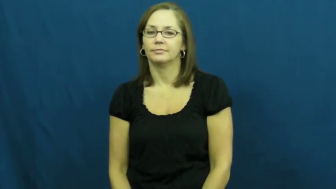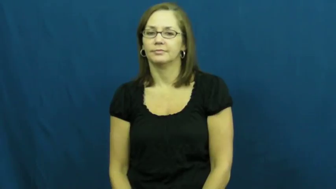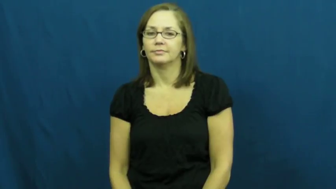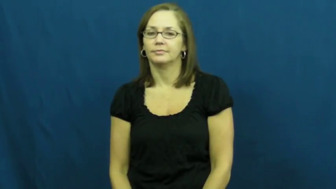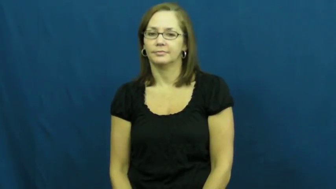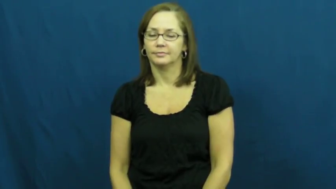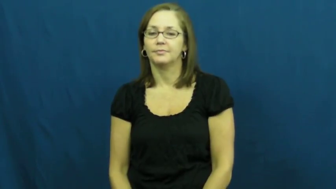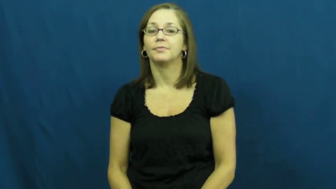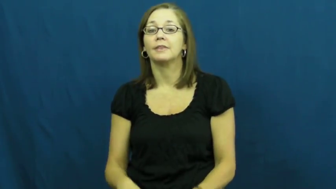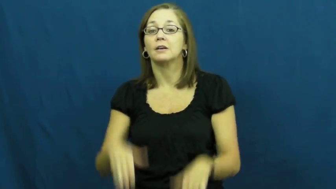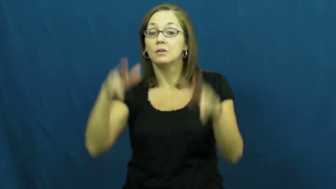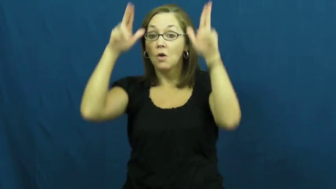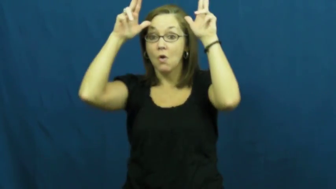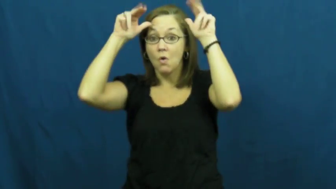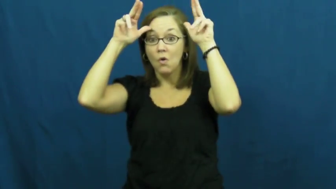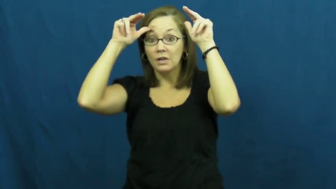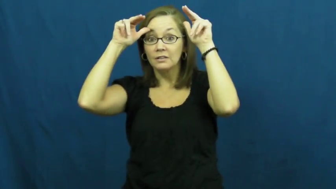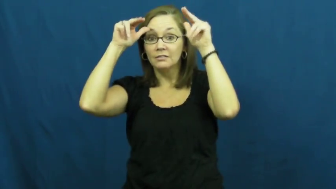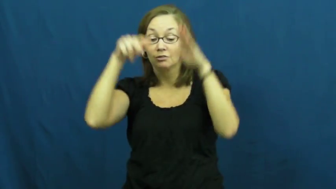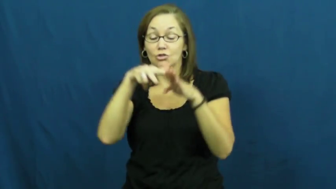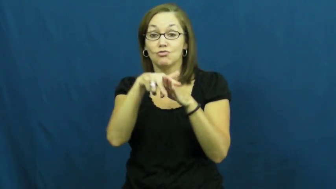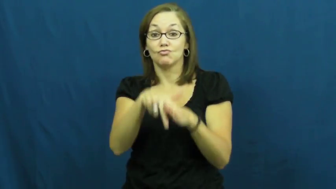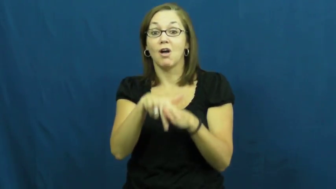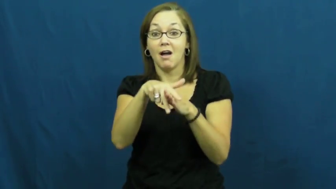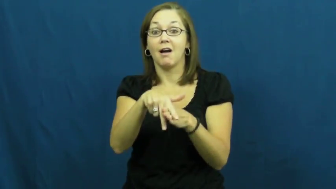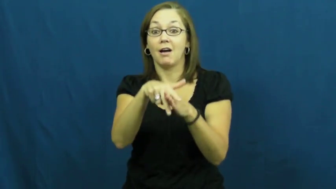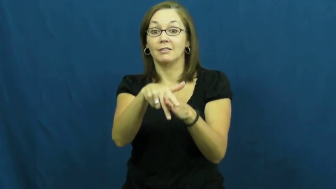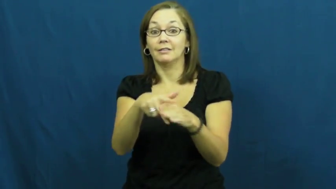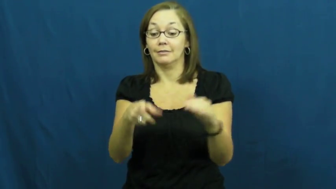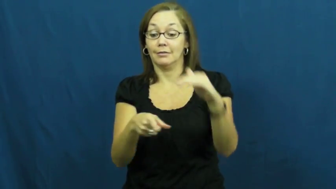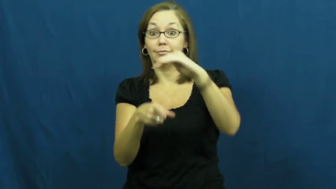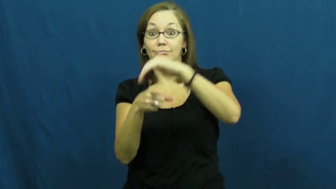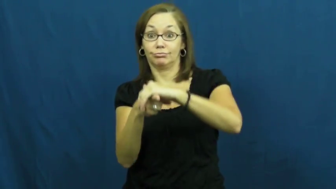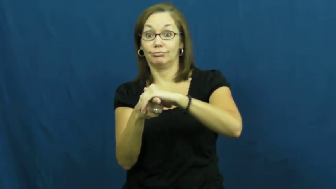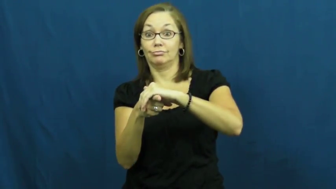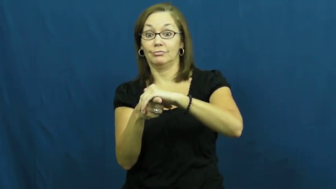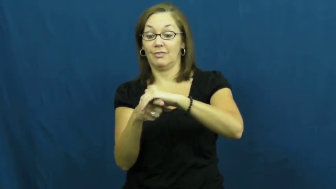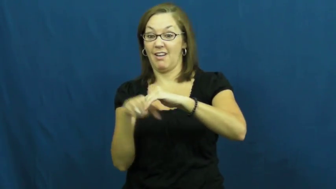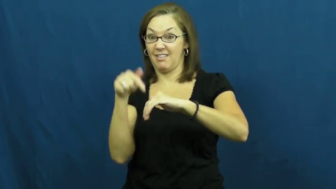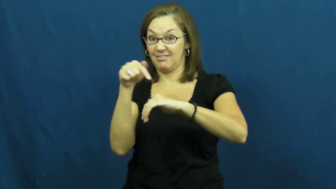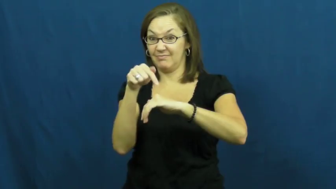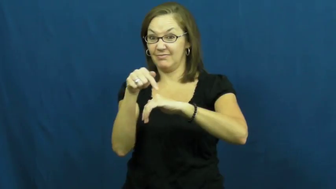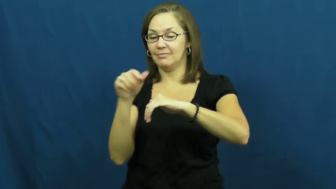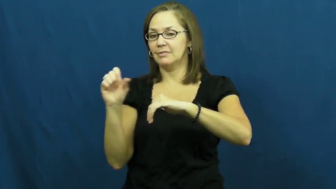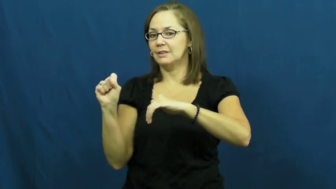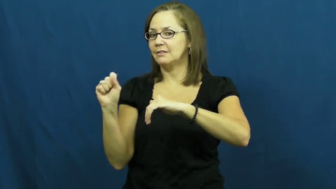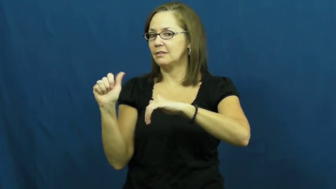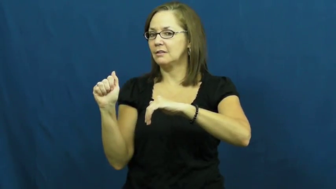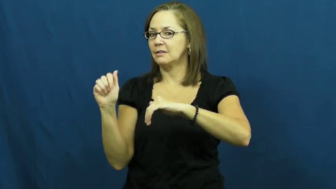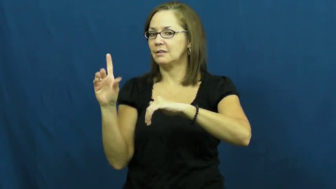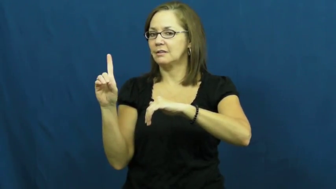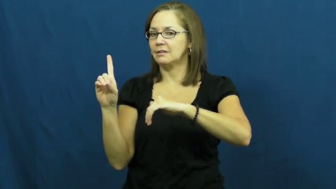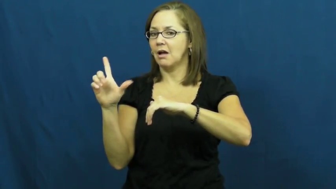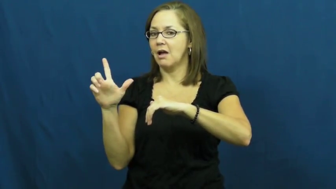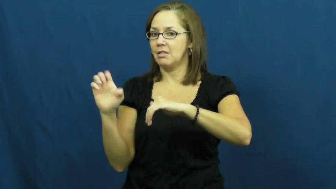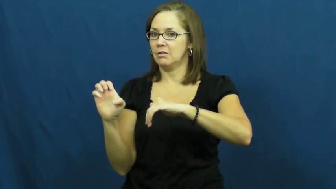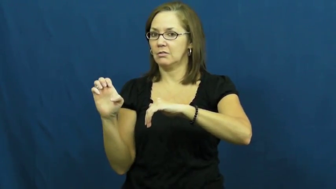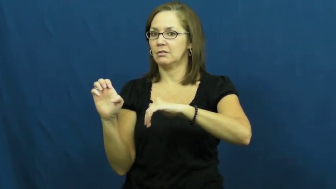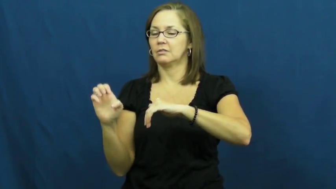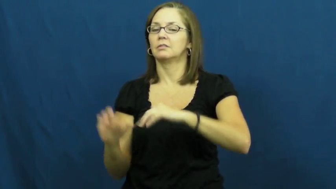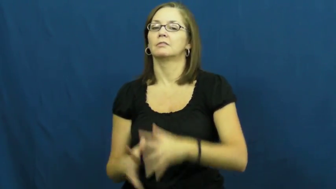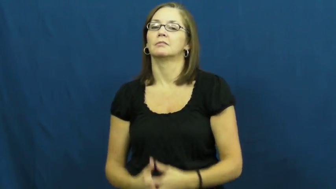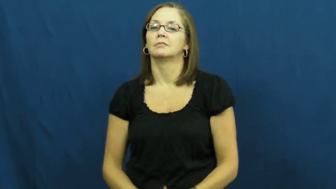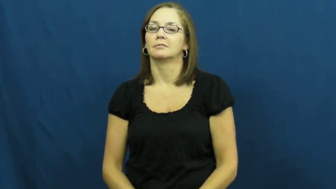saddle-horse